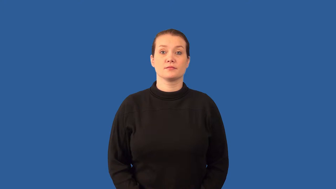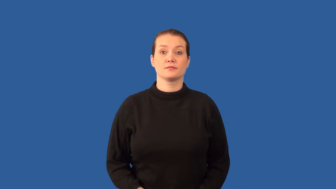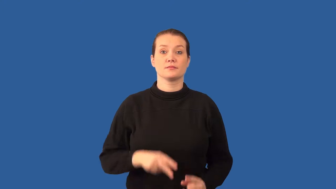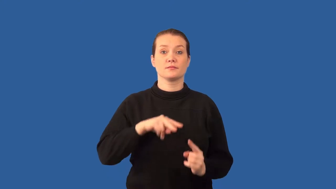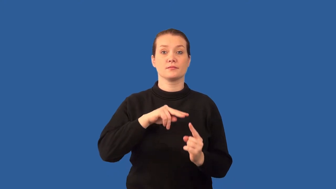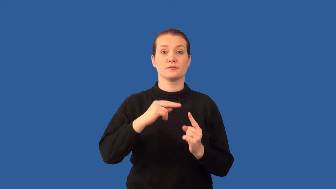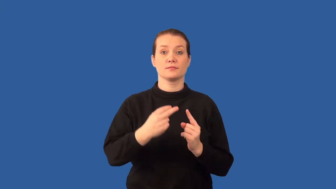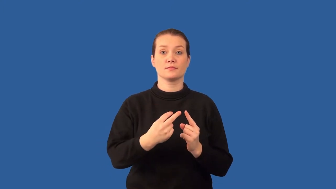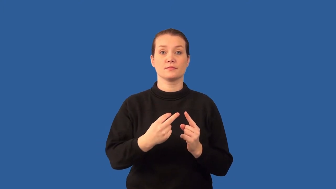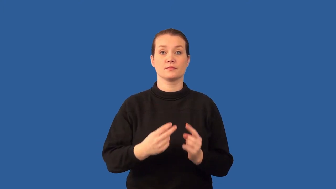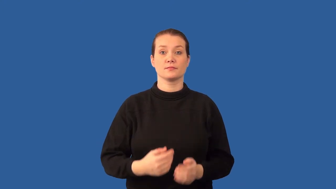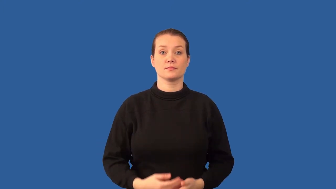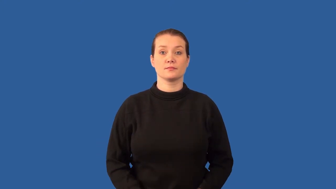frame- reference